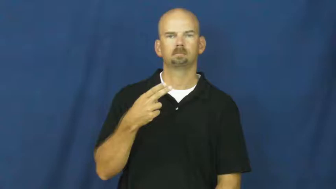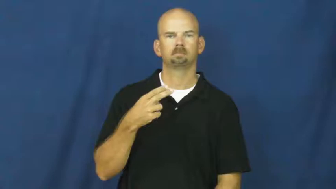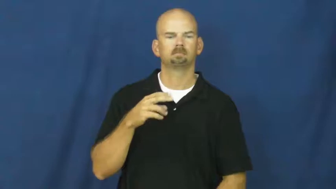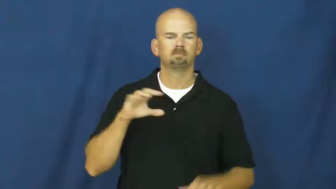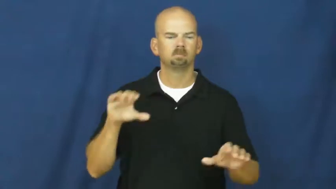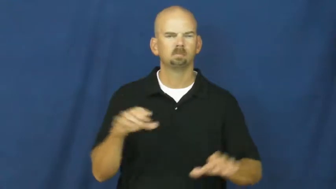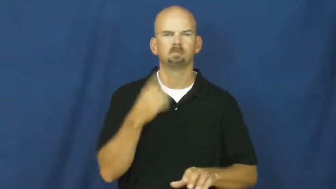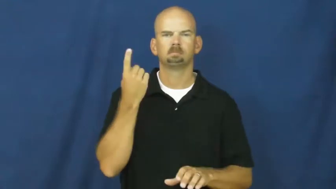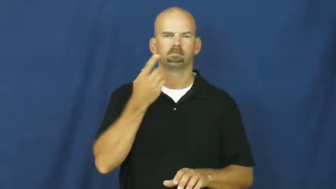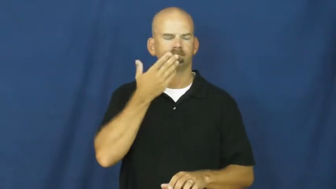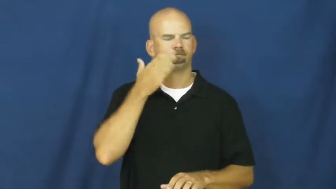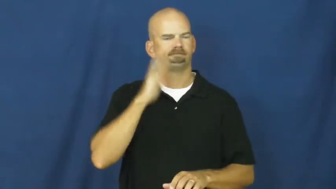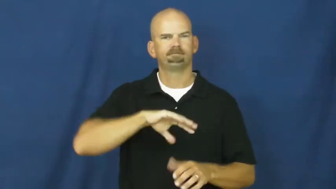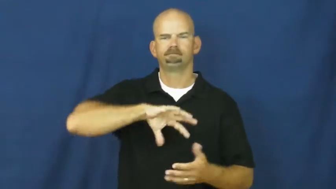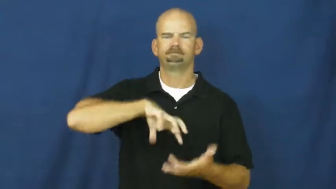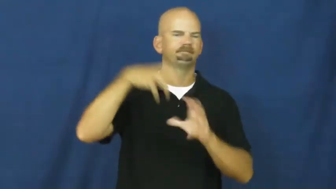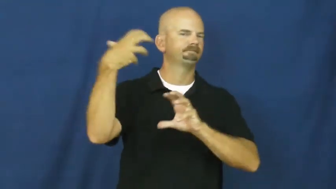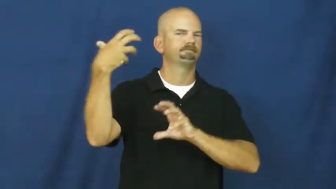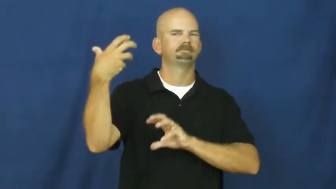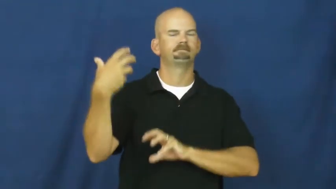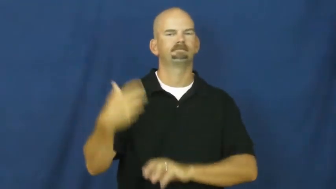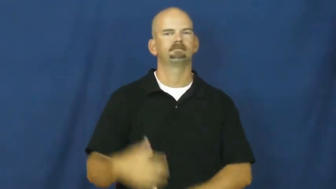screw up